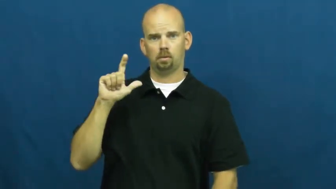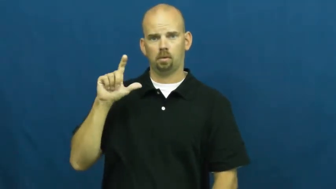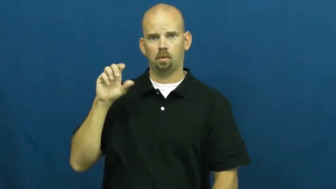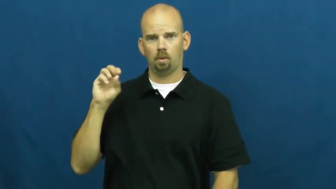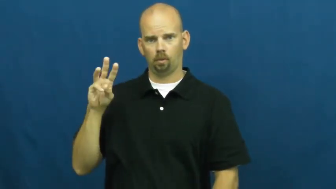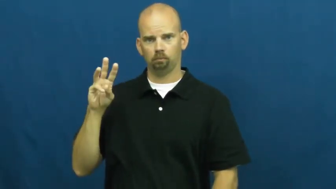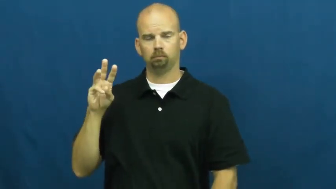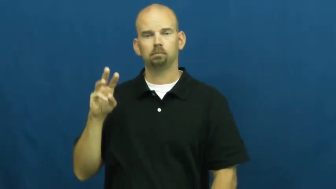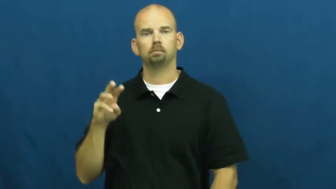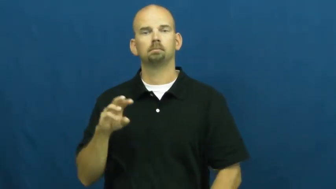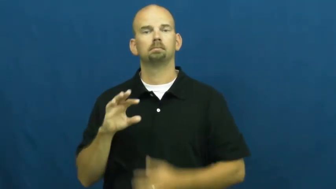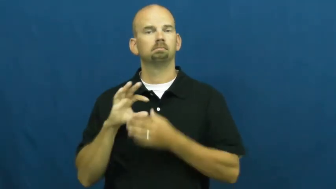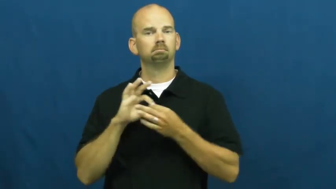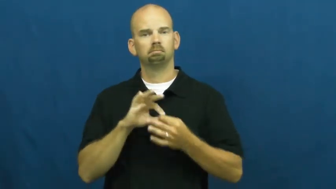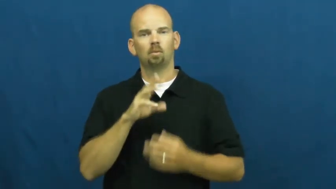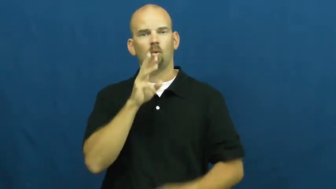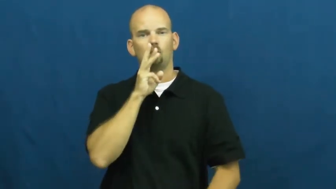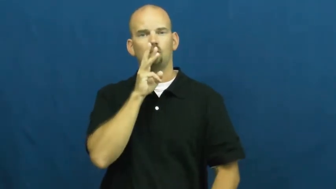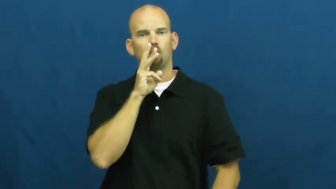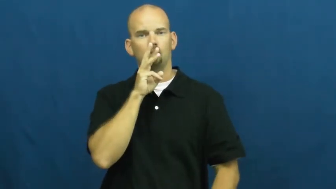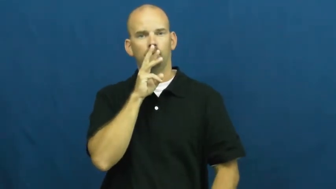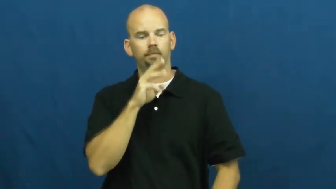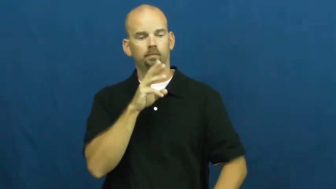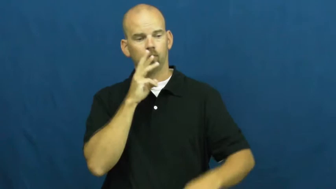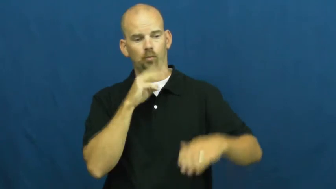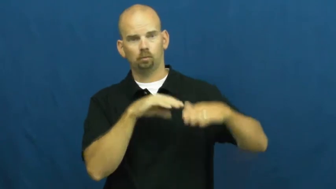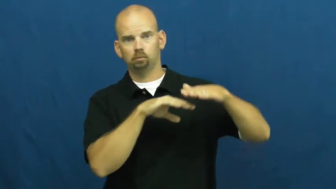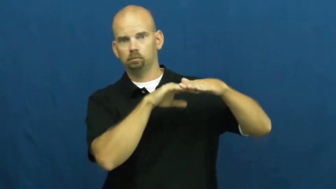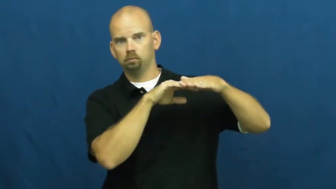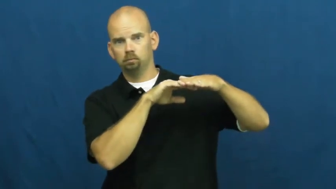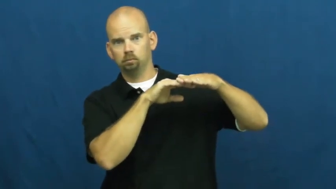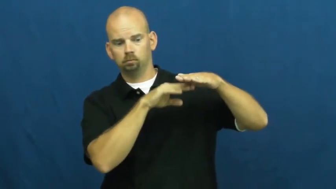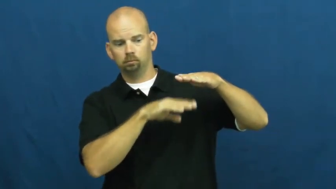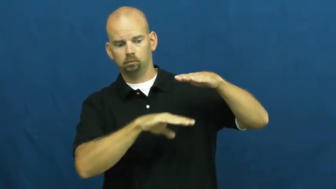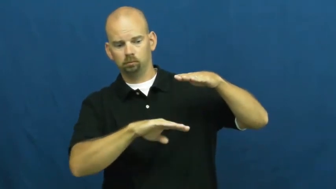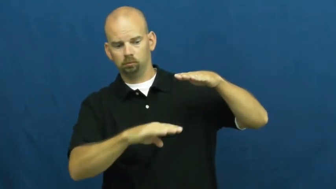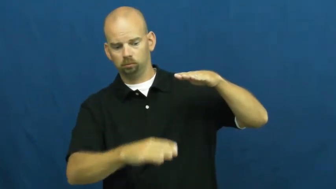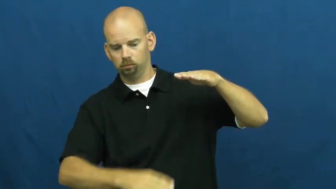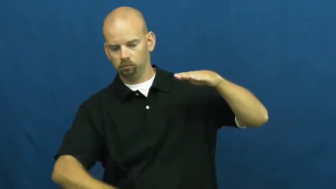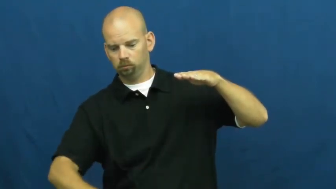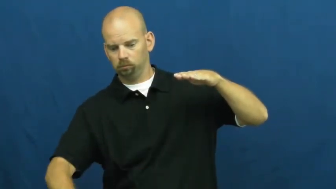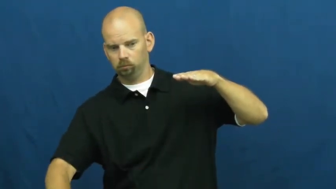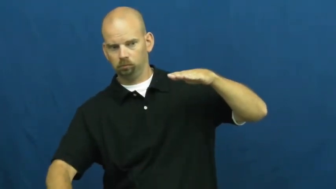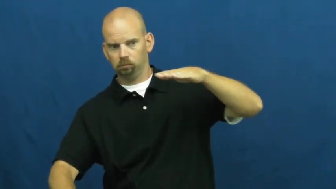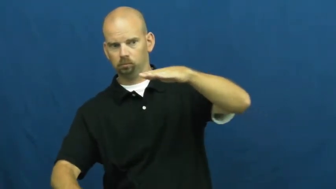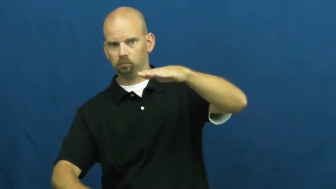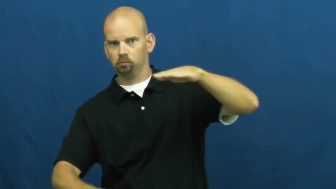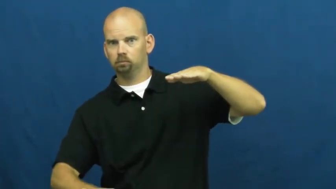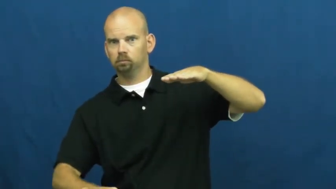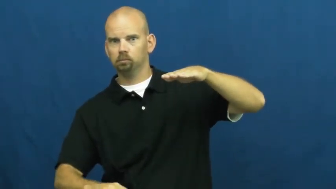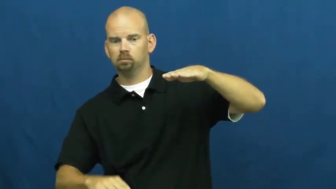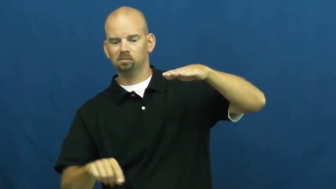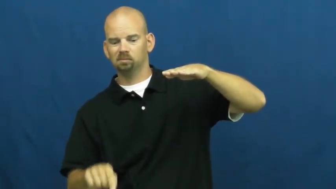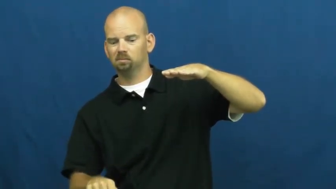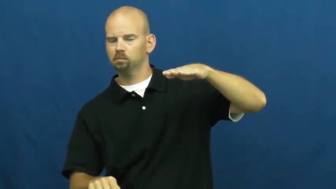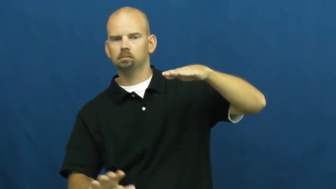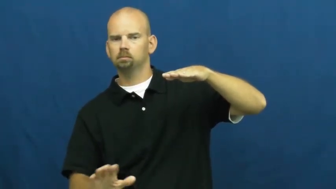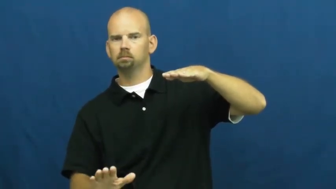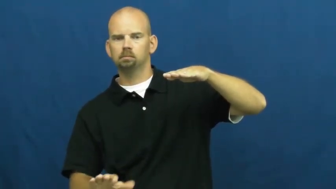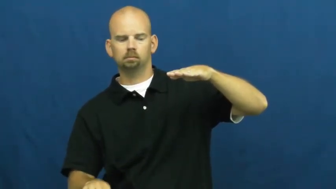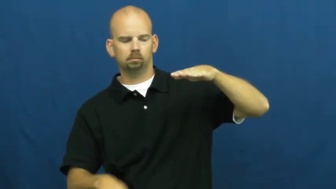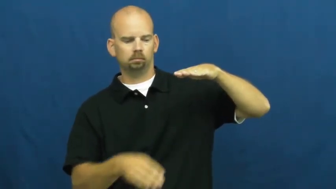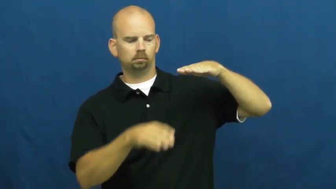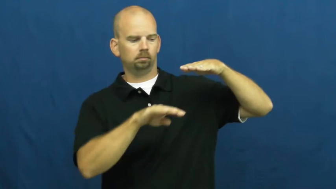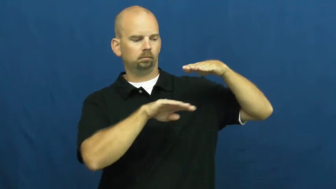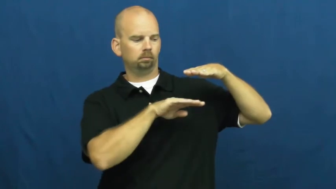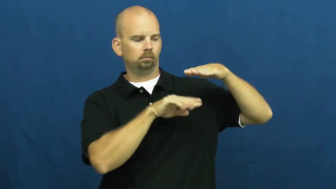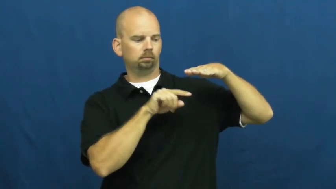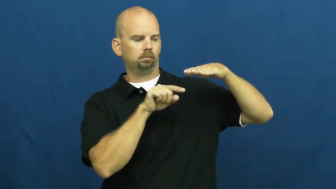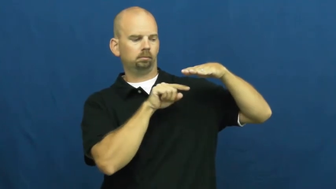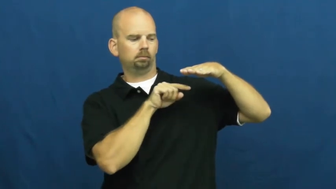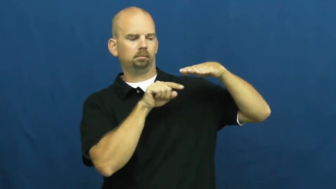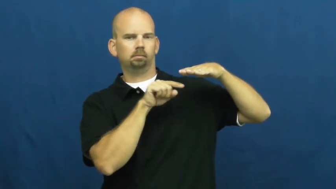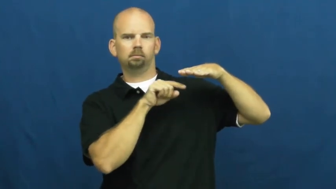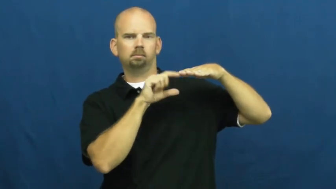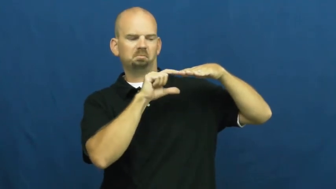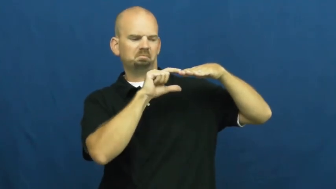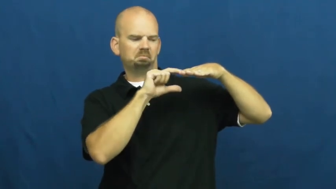shallow-depth